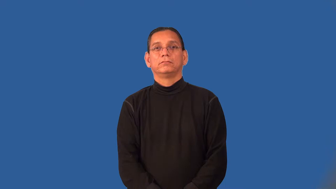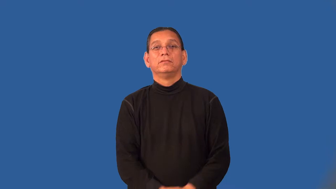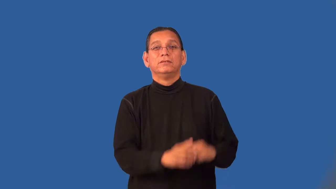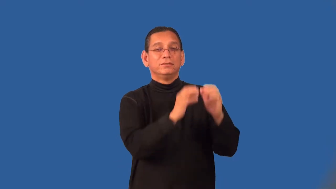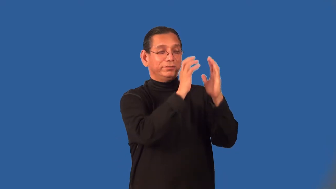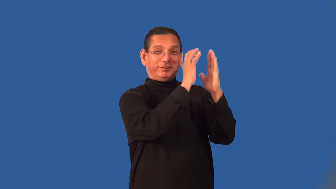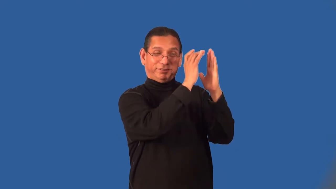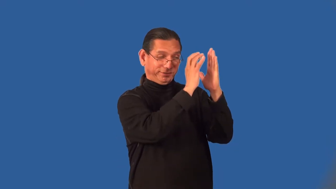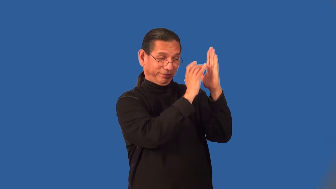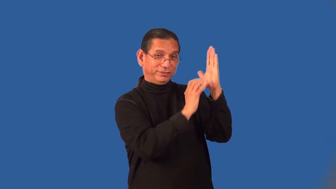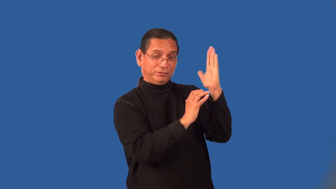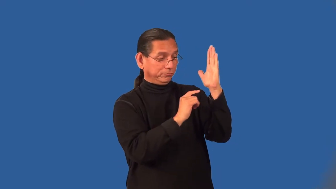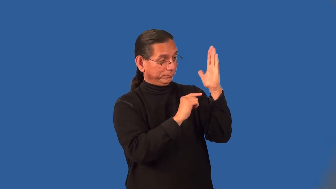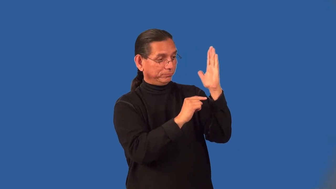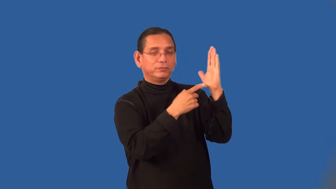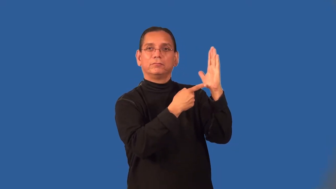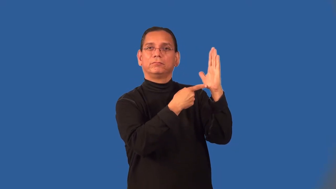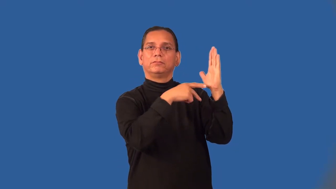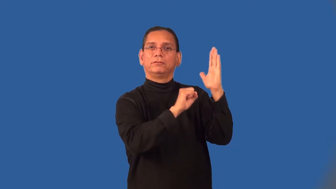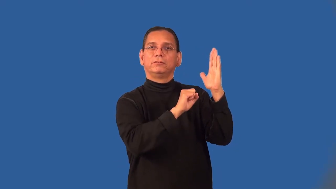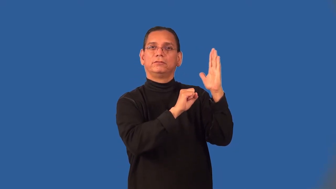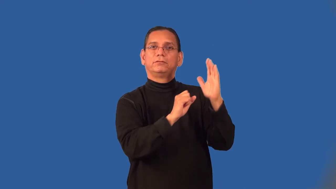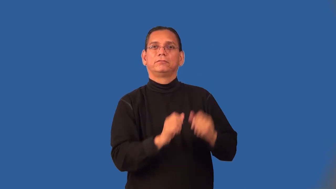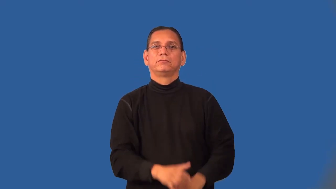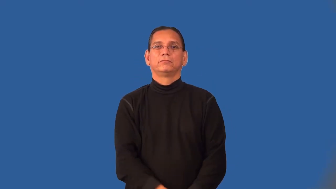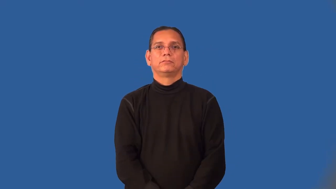postscript